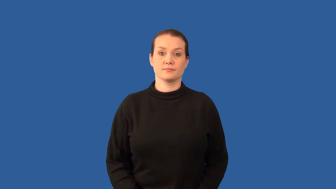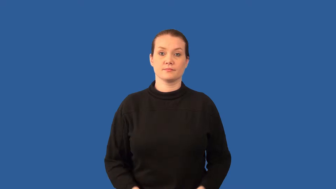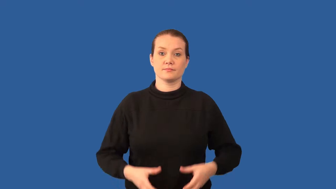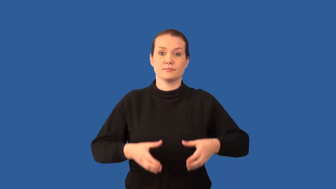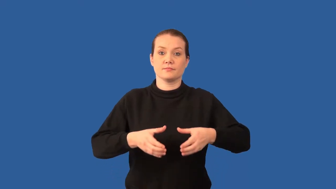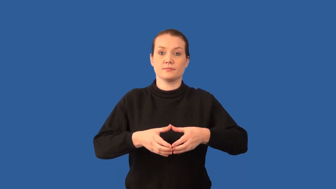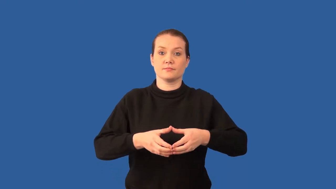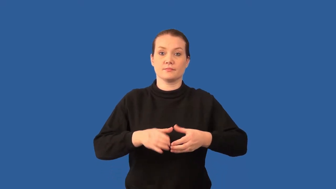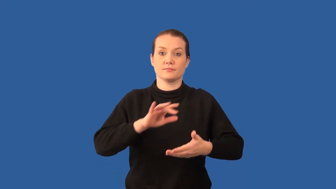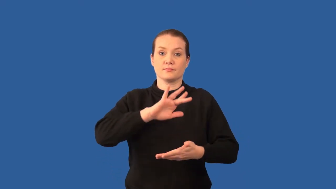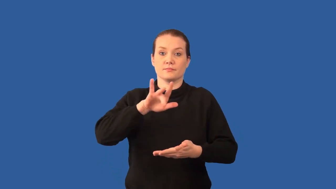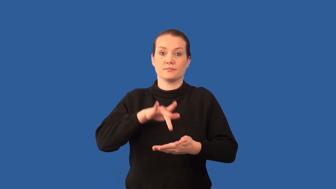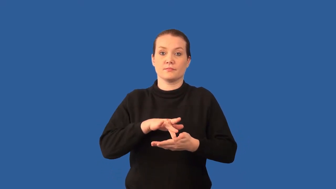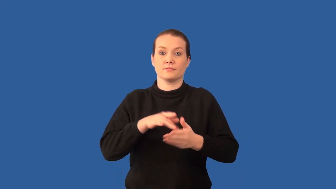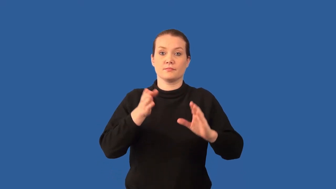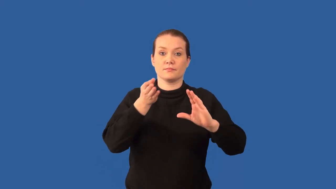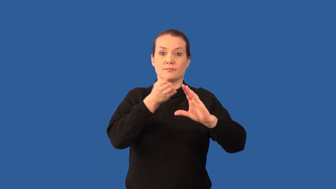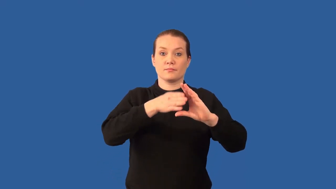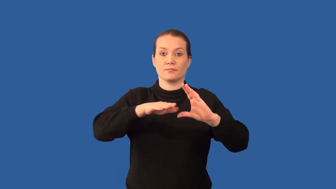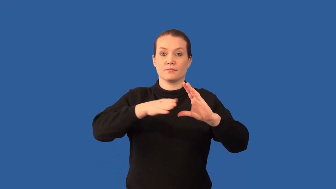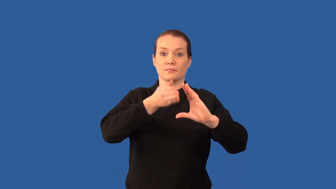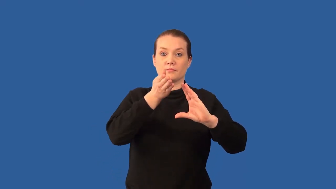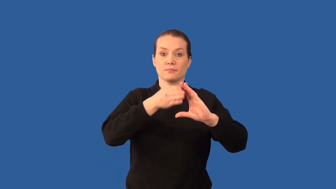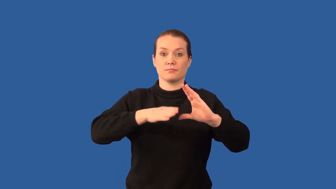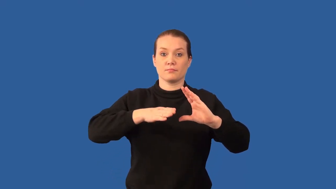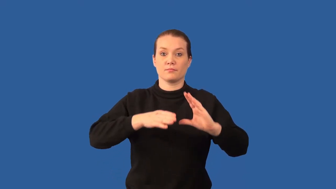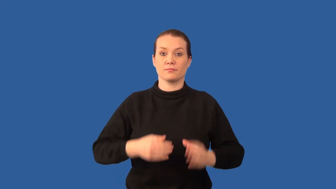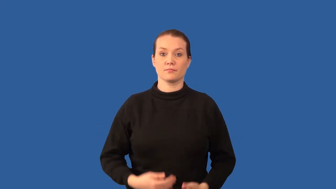mesoderm